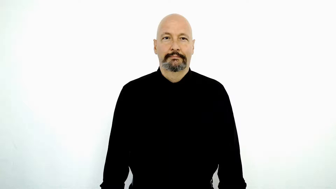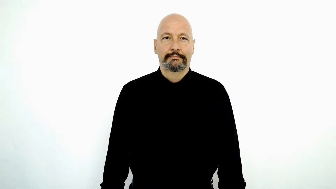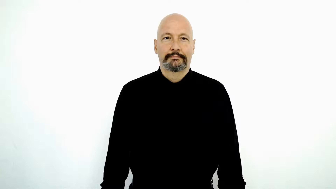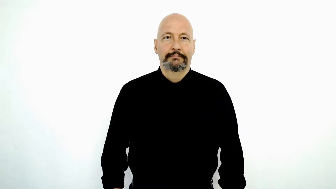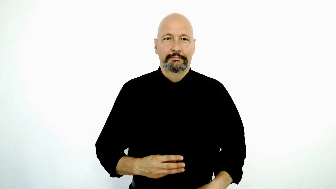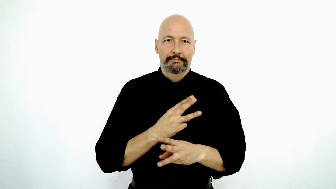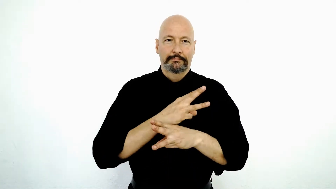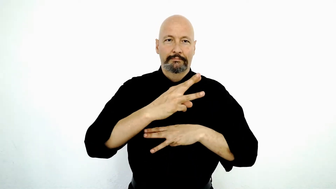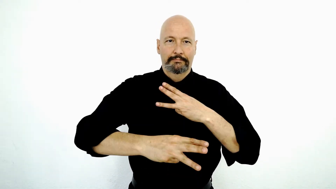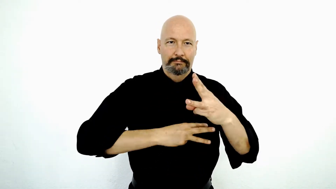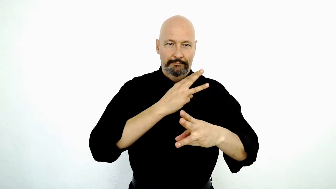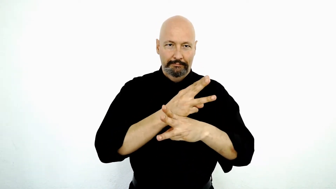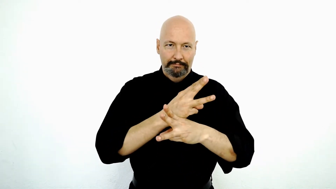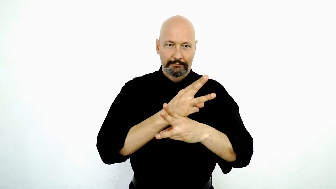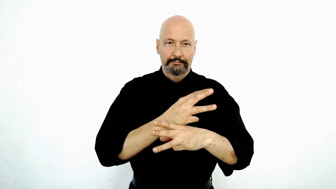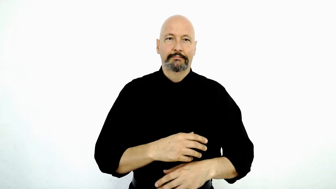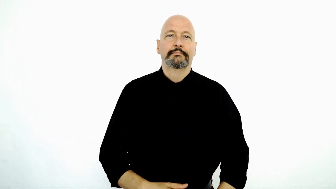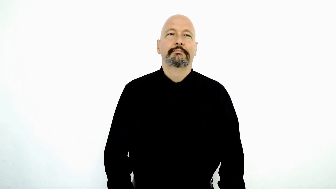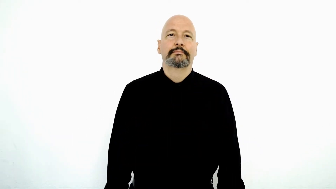WORLD